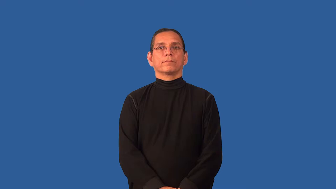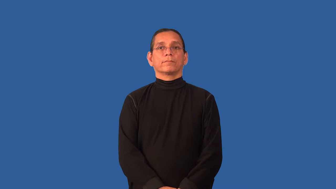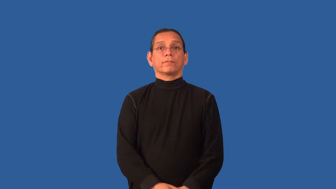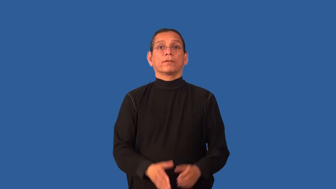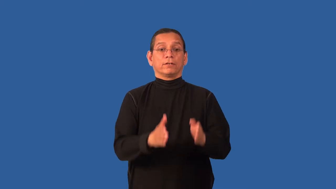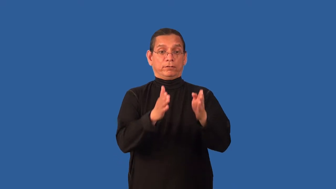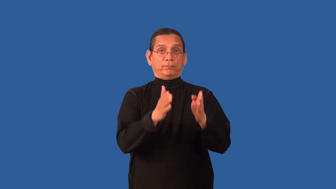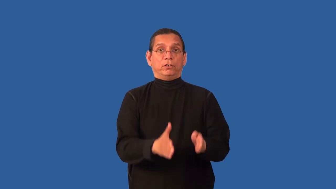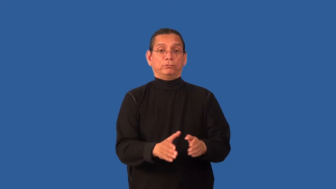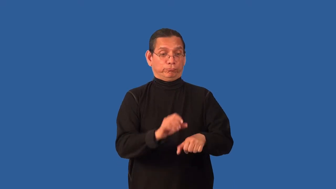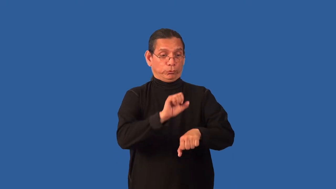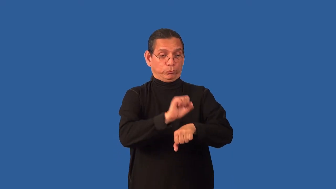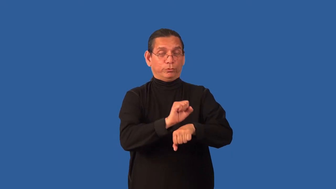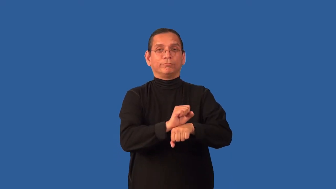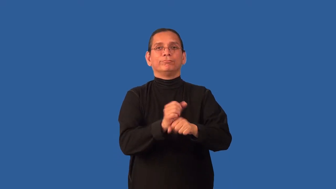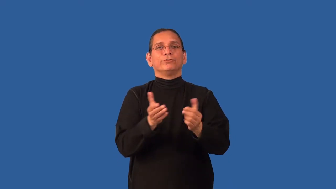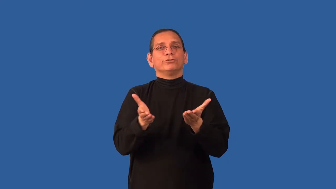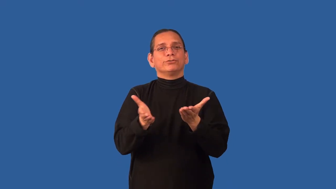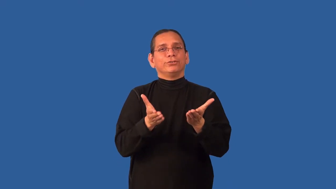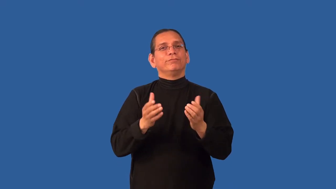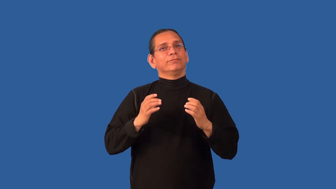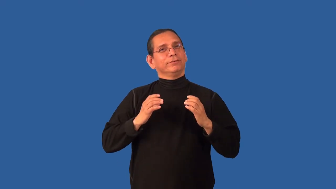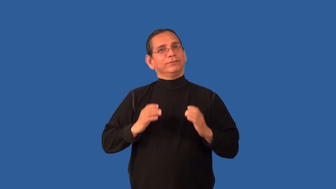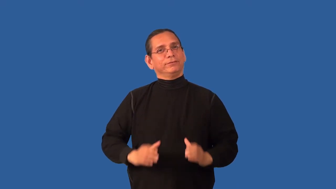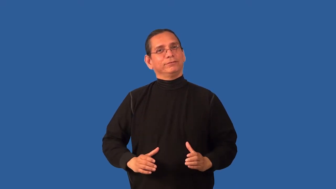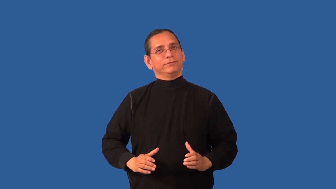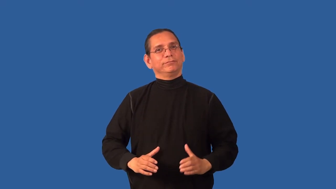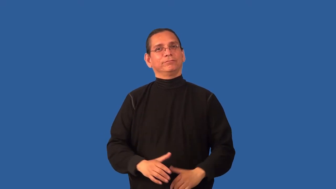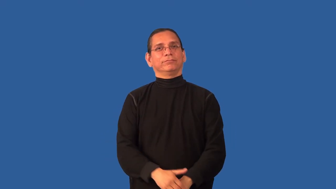clerk